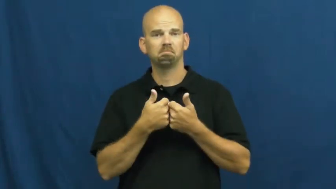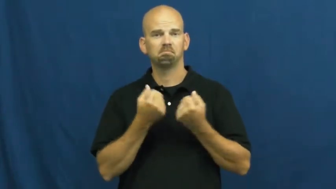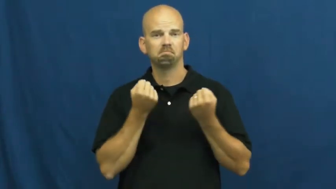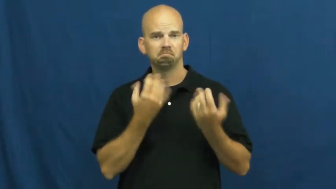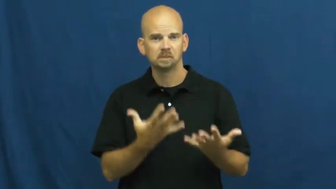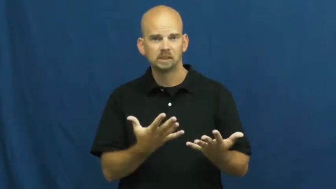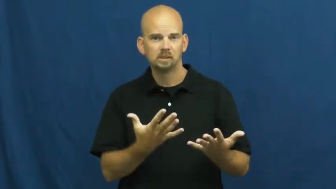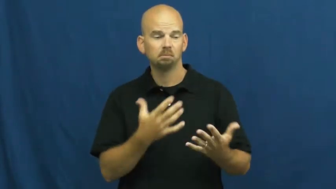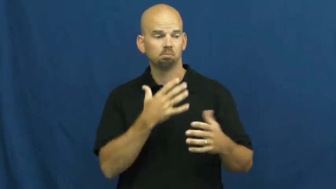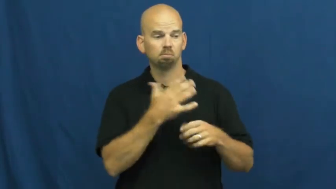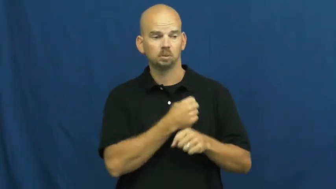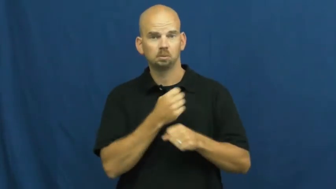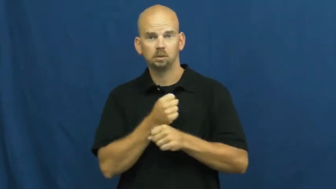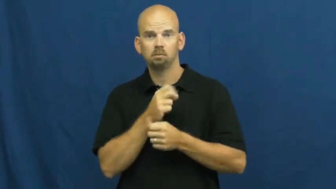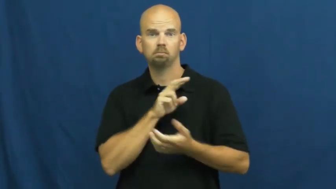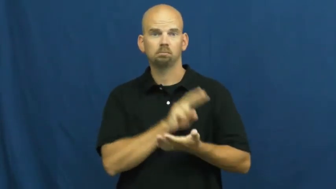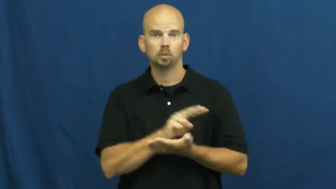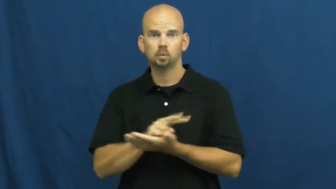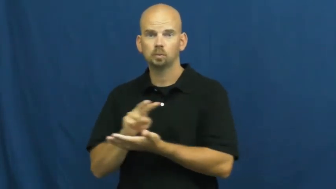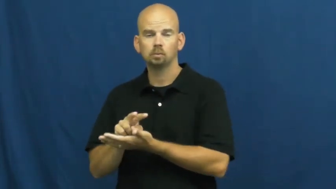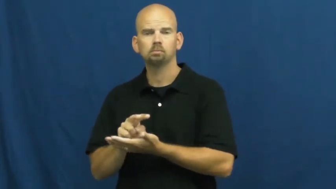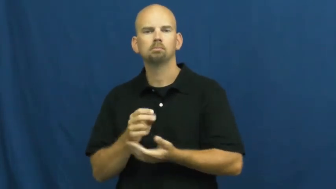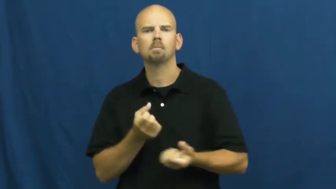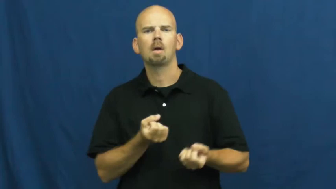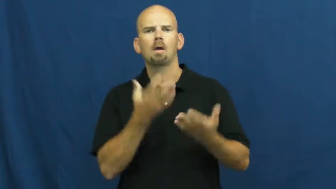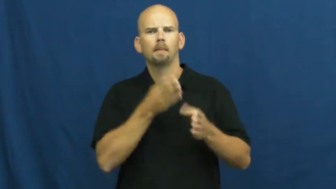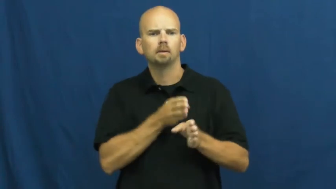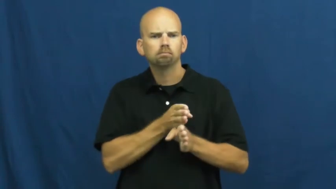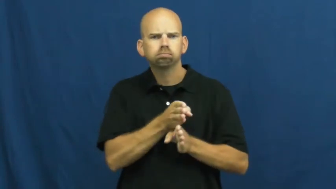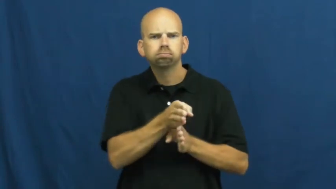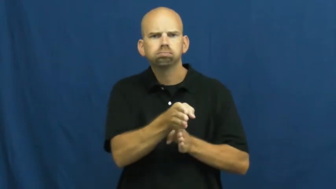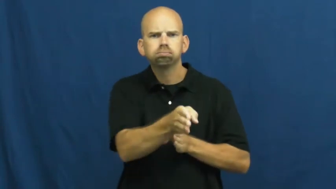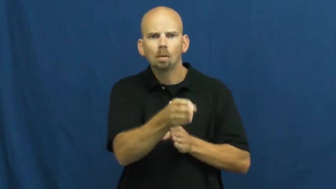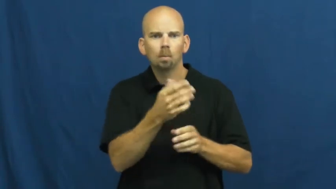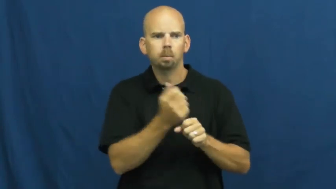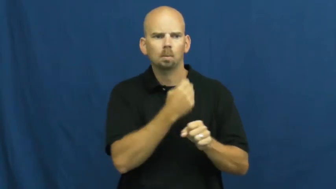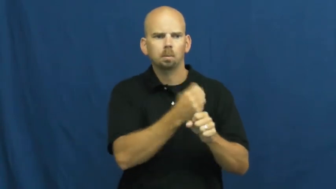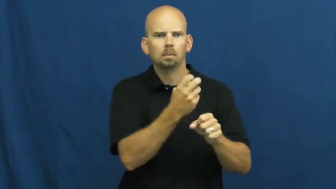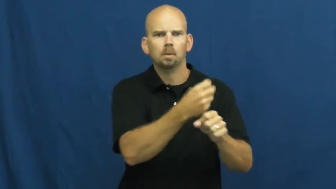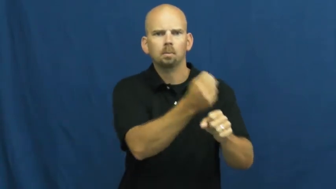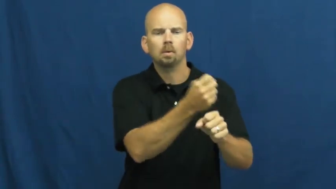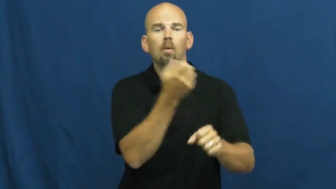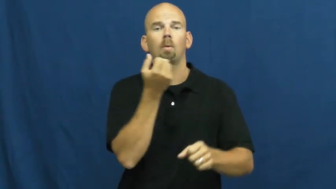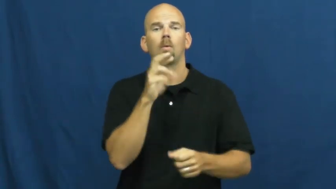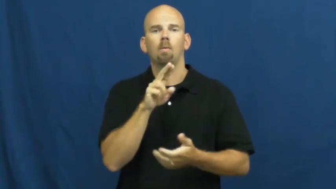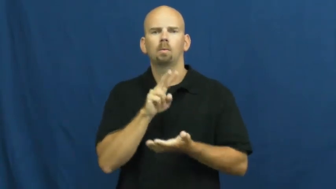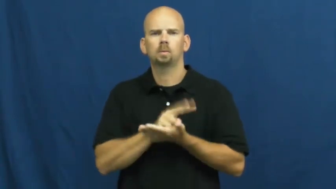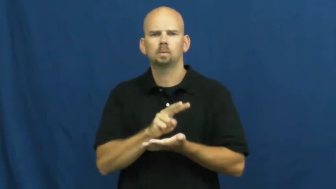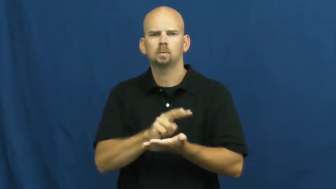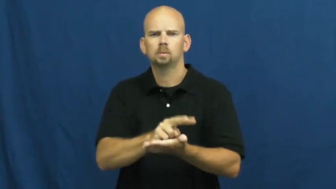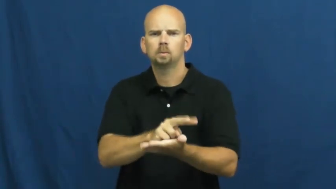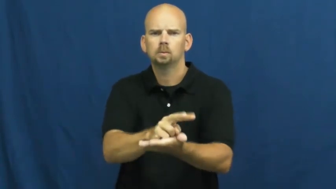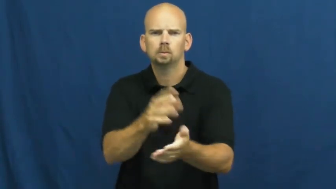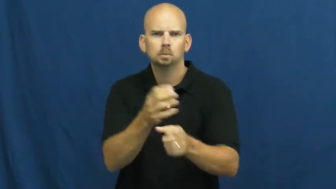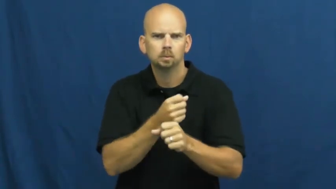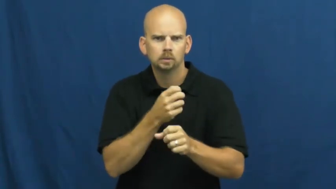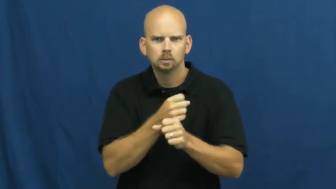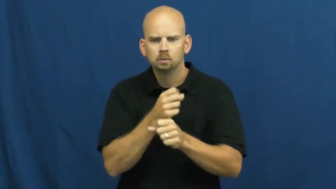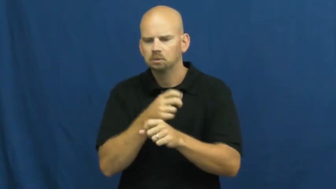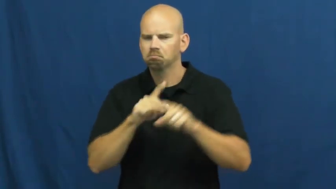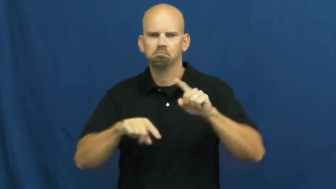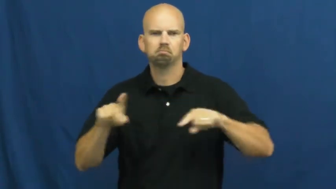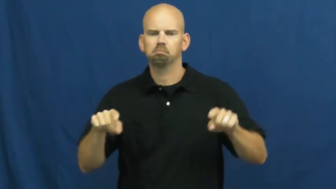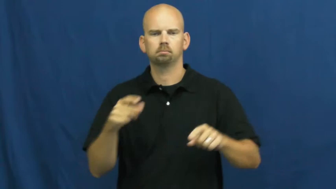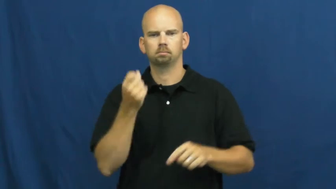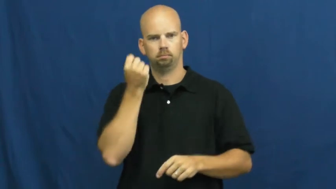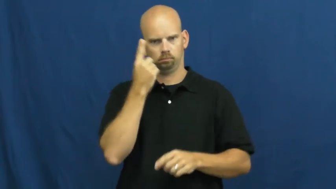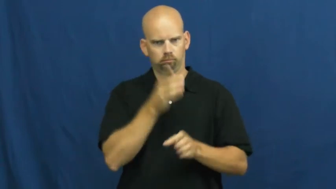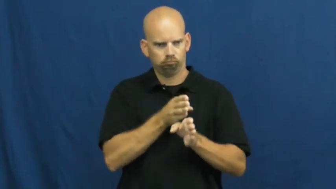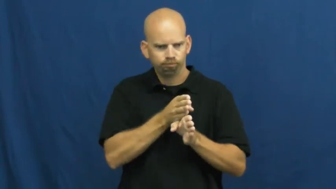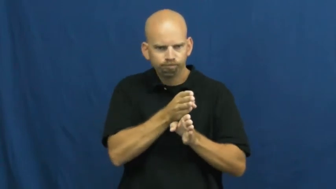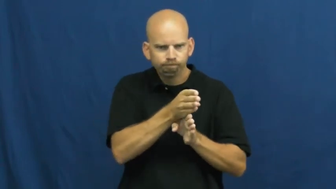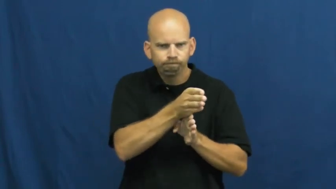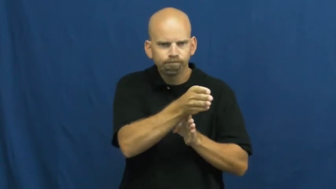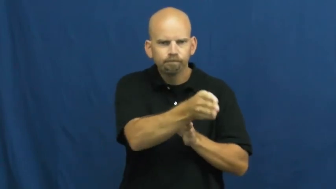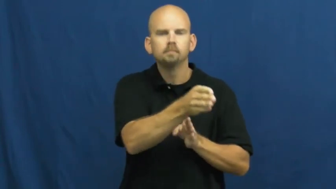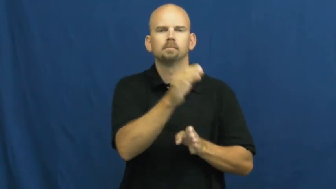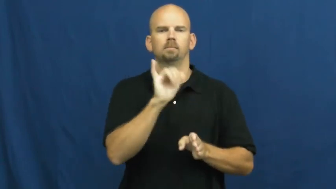streak-game